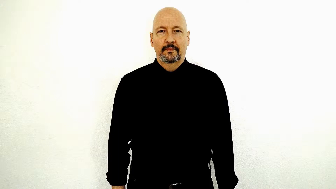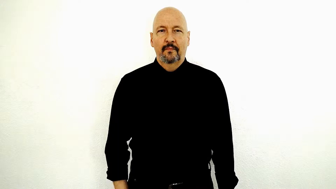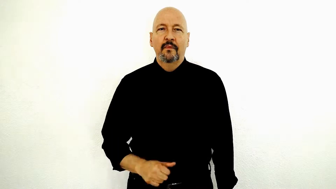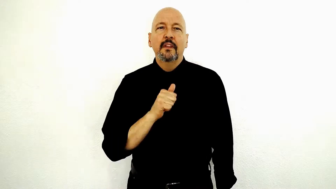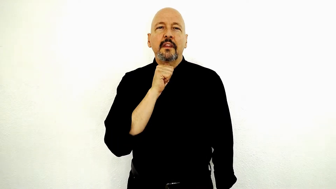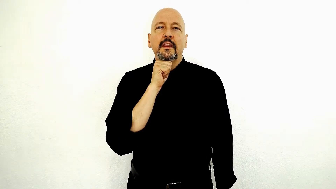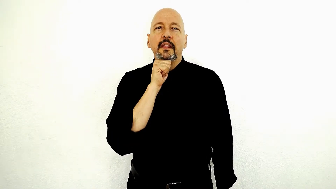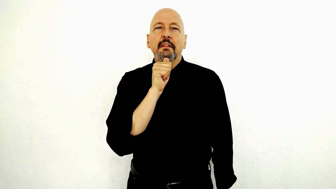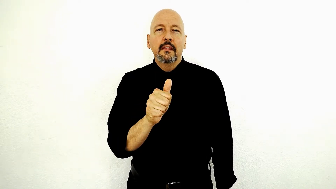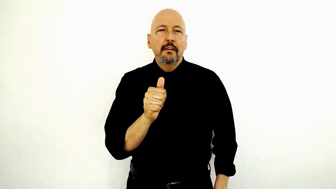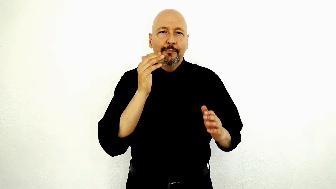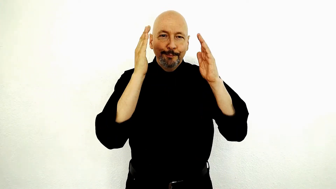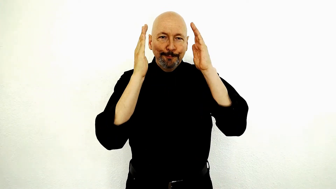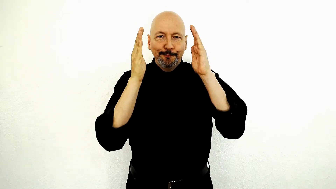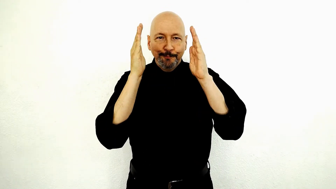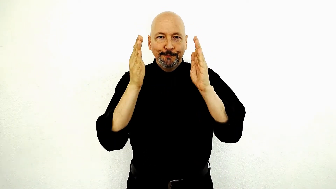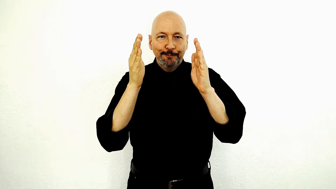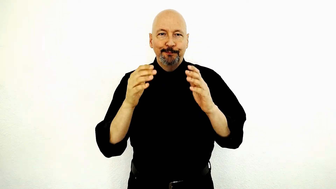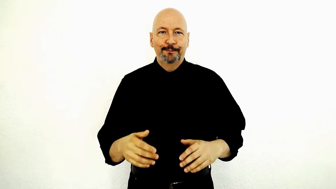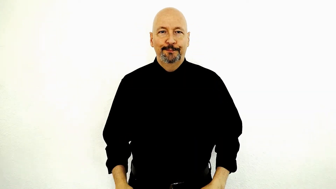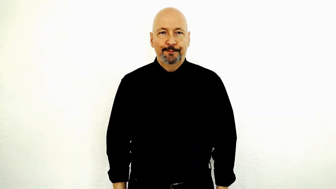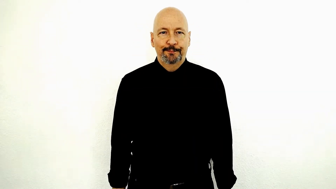NOT PAY-ATTENTION